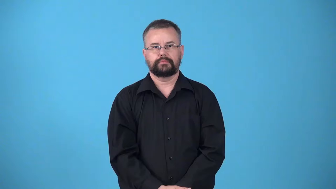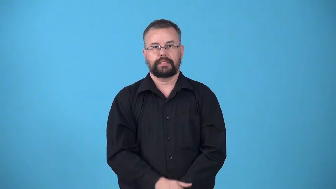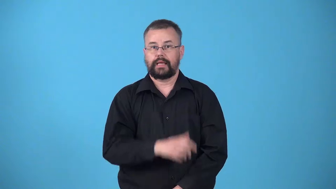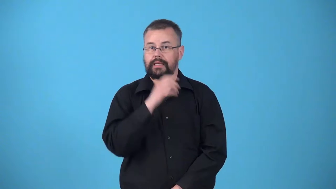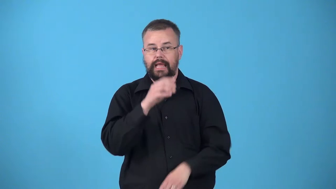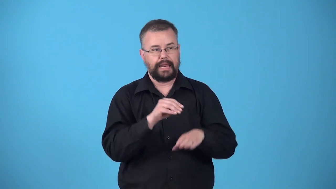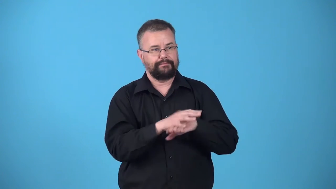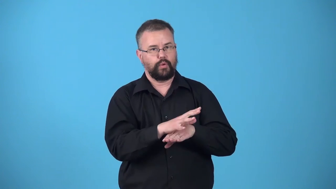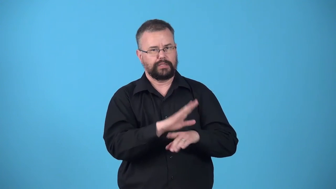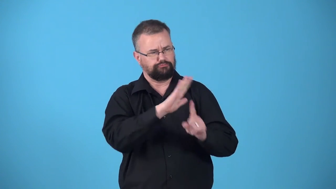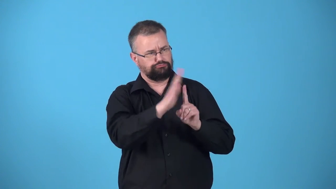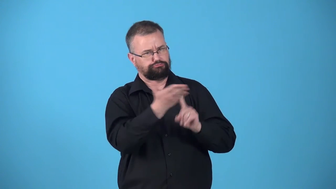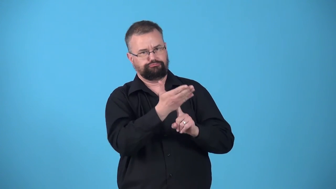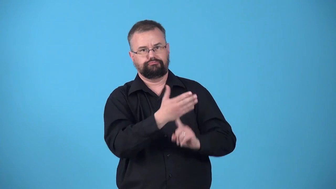unswayed